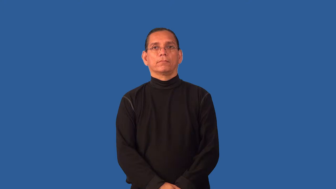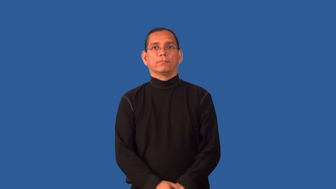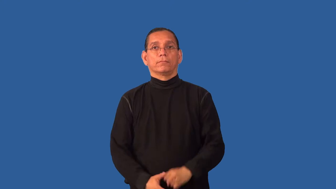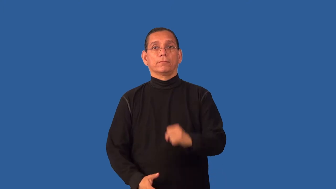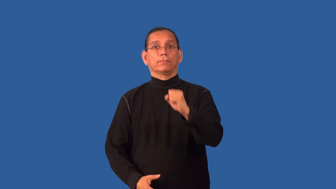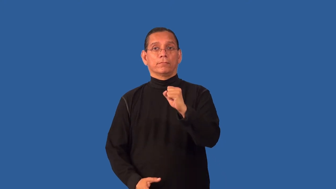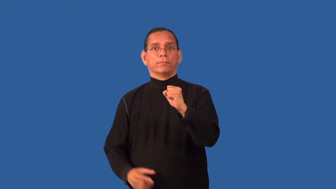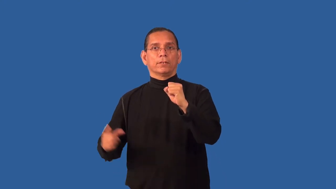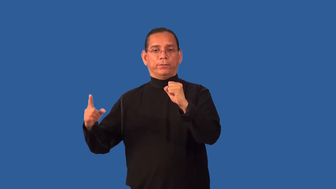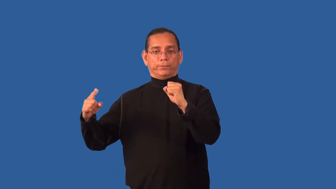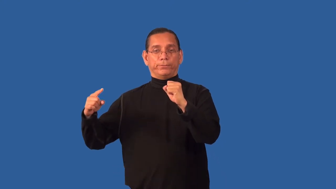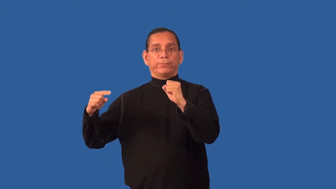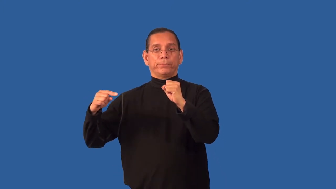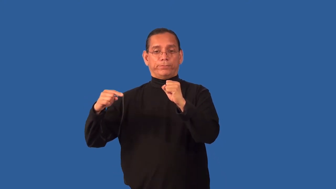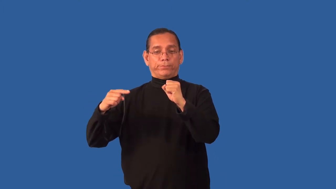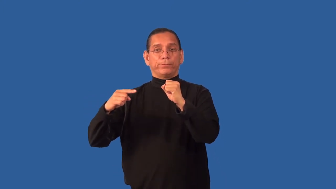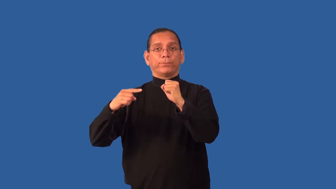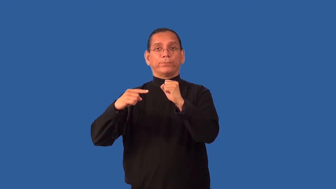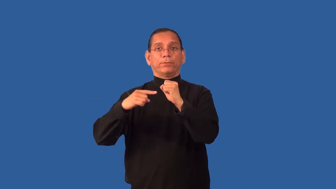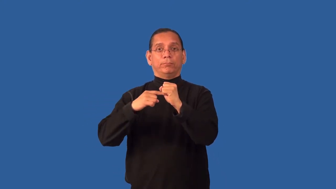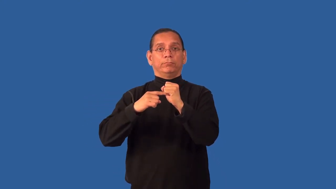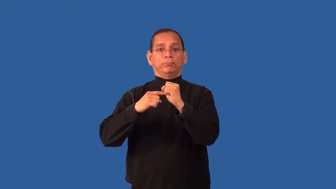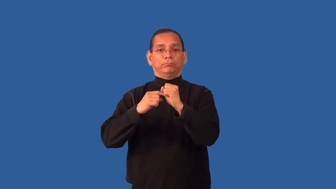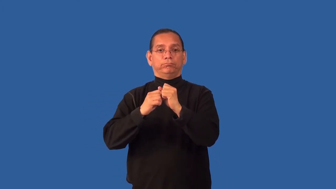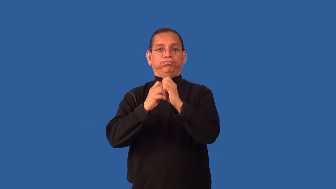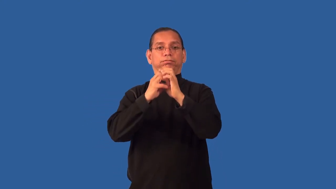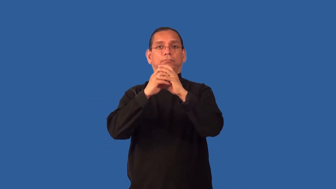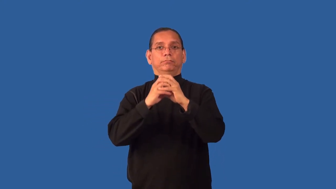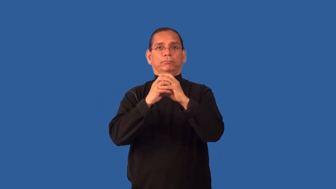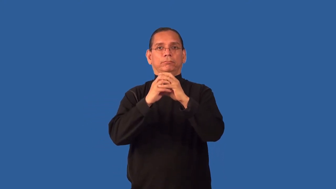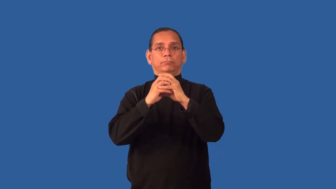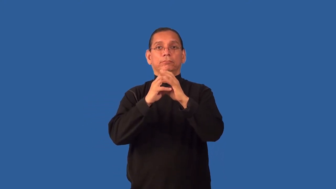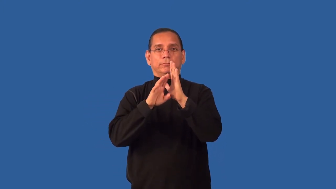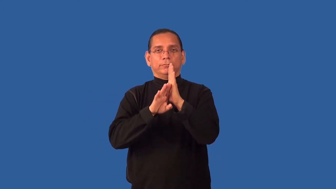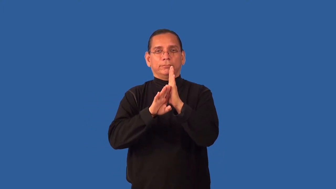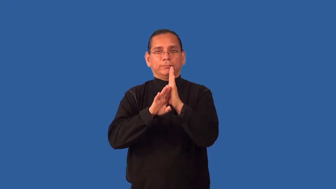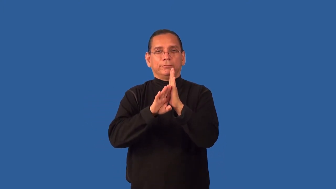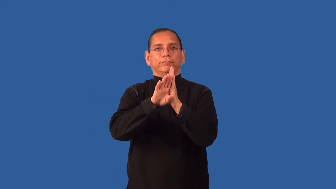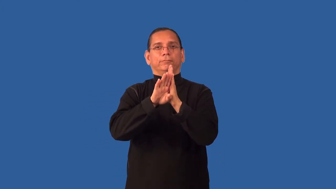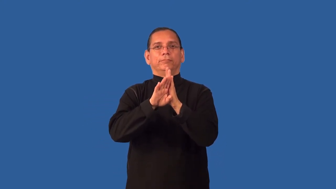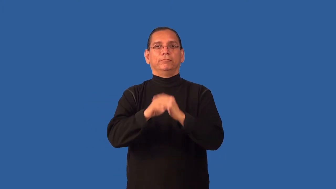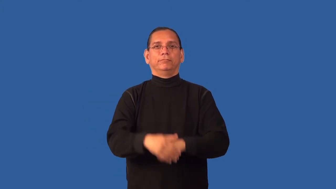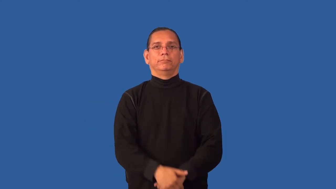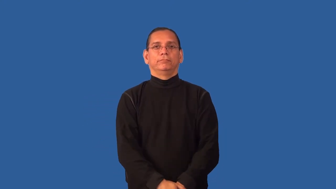embryonic